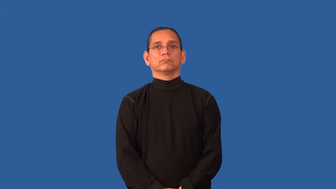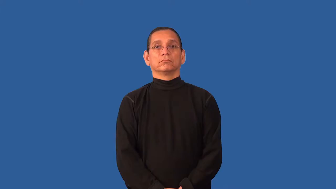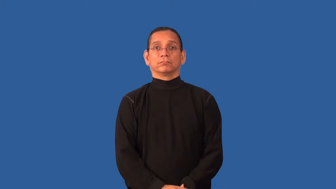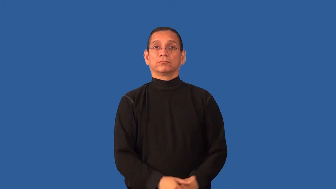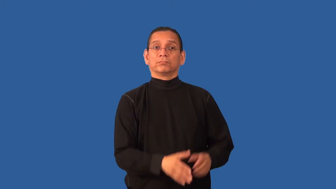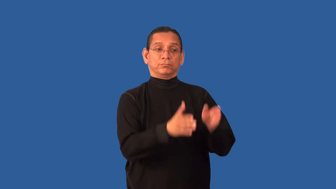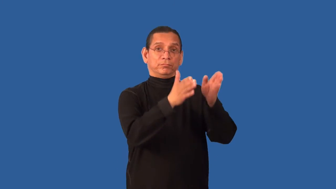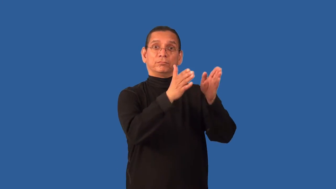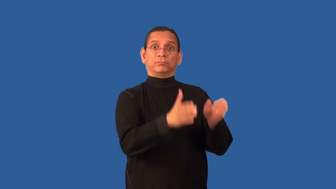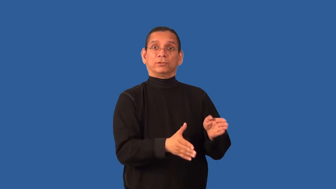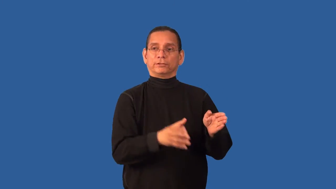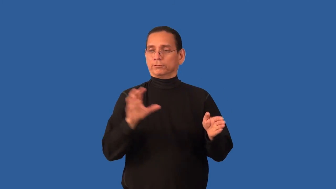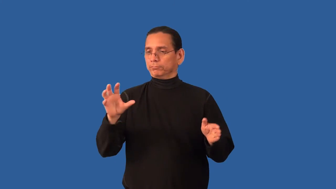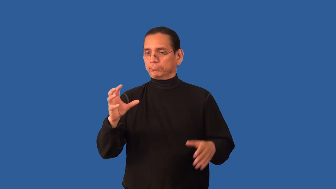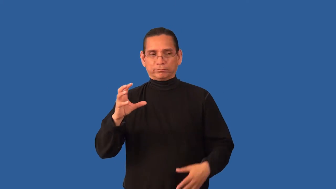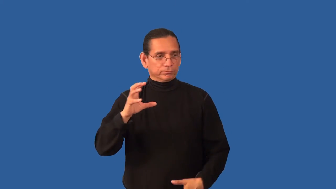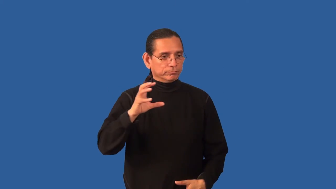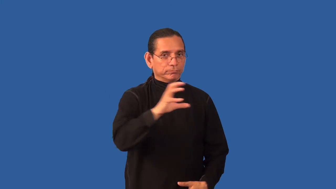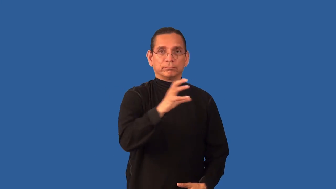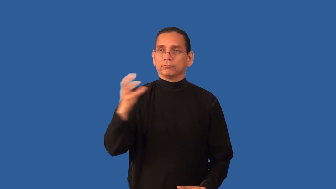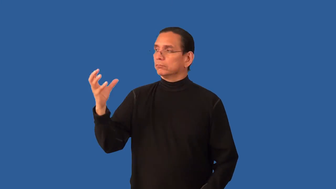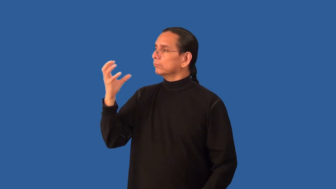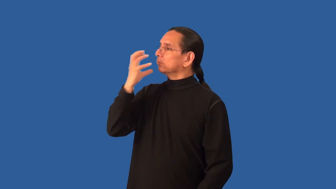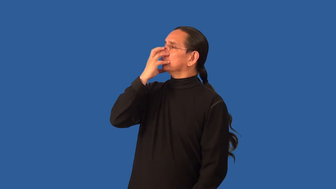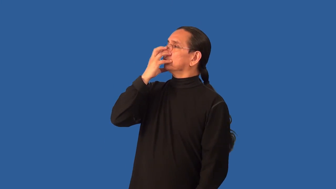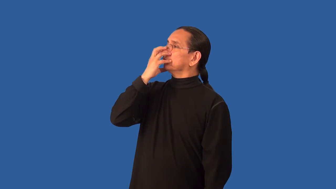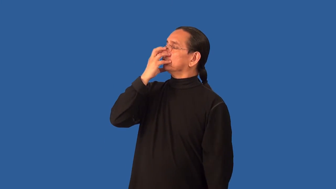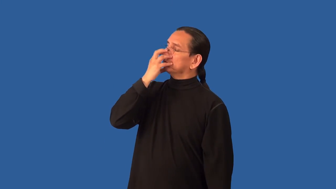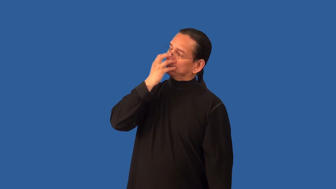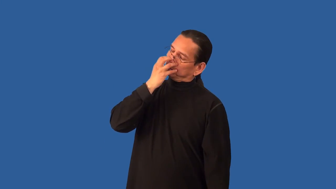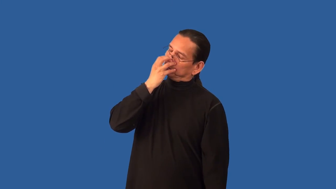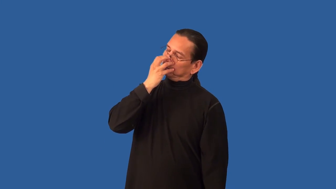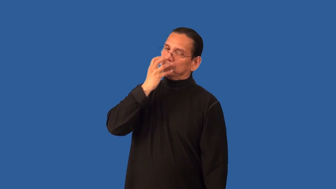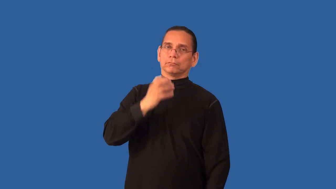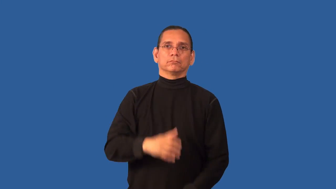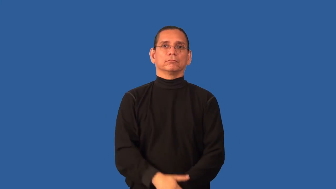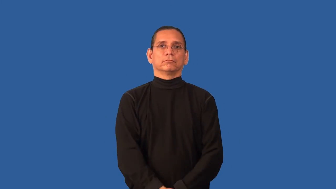anesthetize